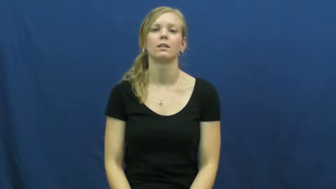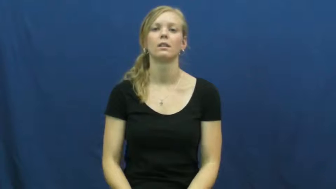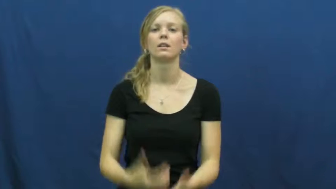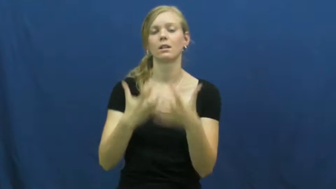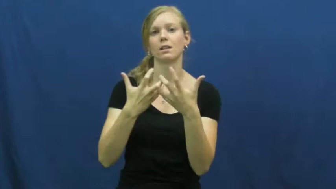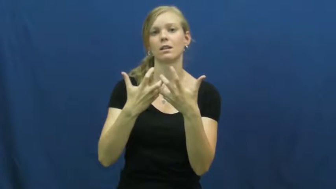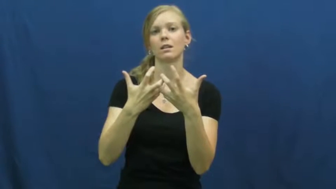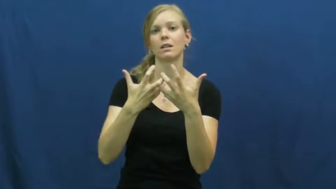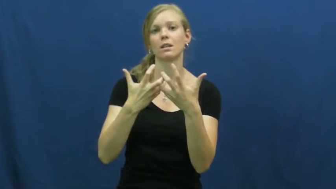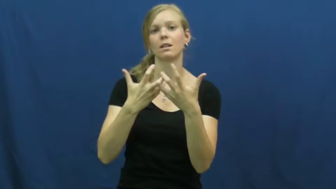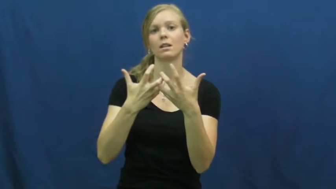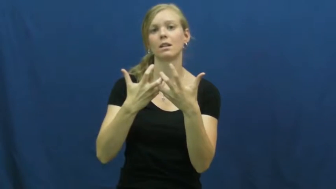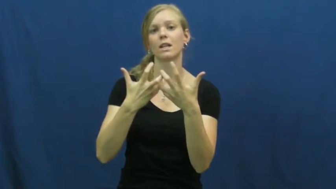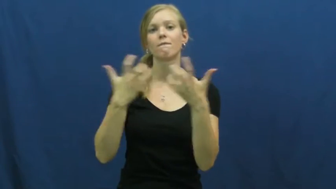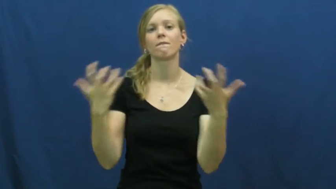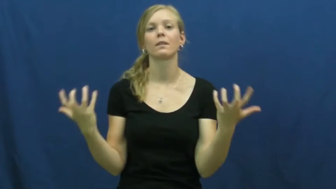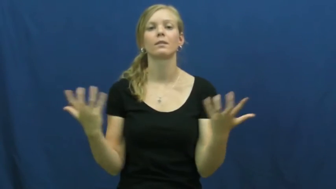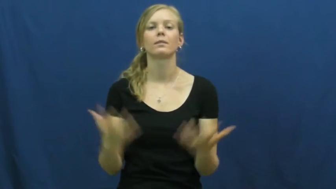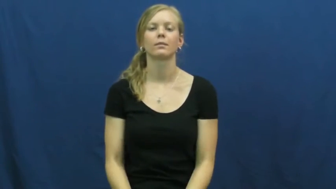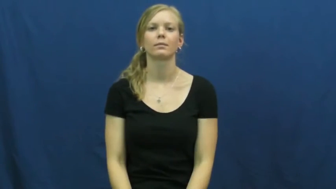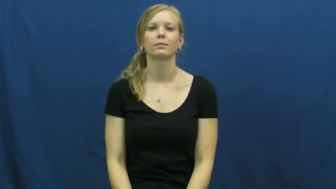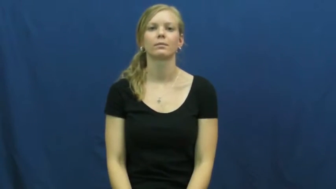disengage-gears